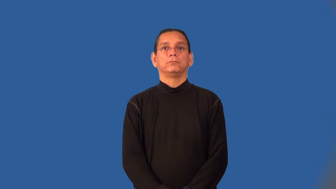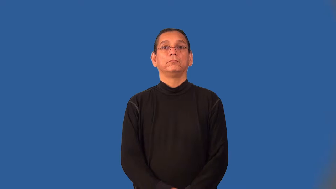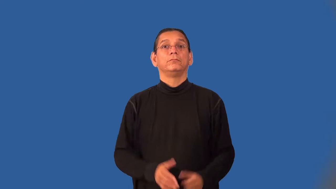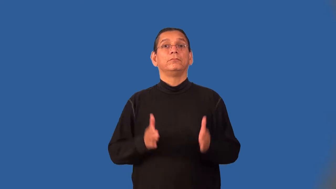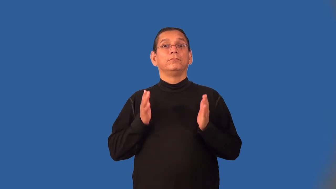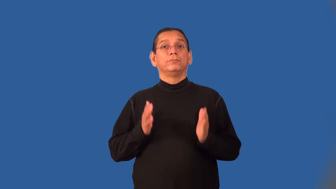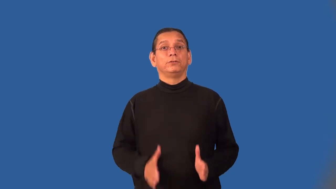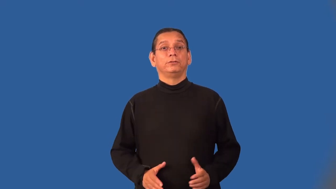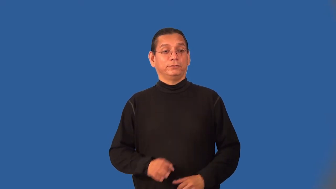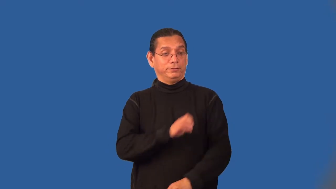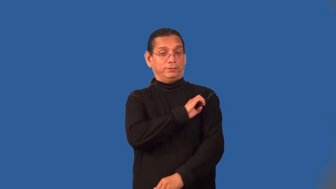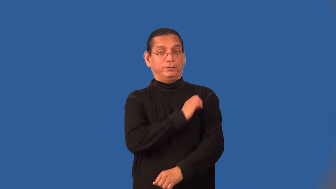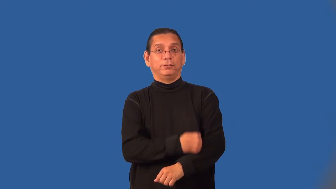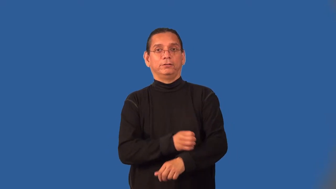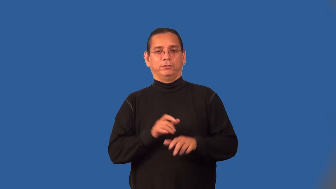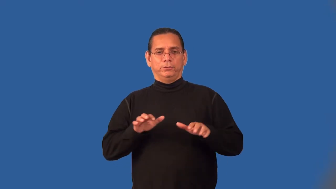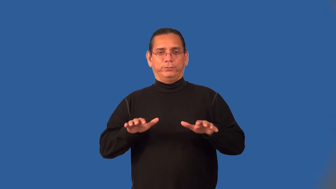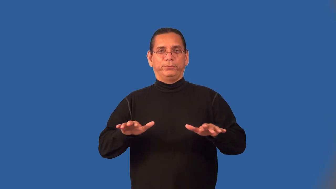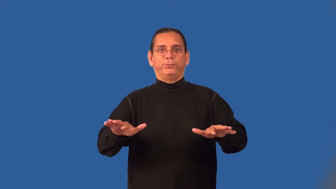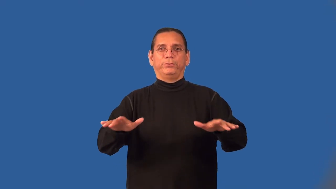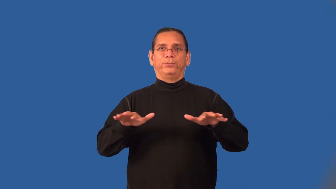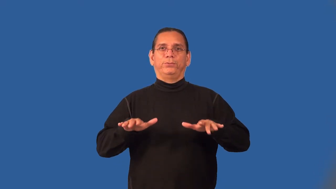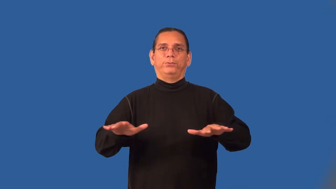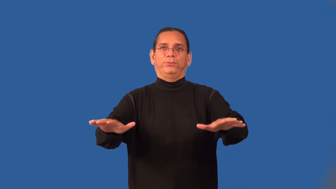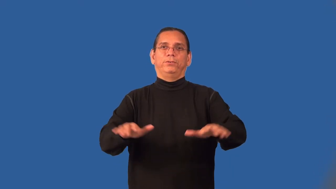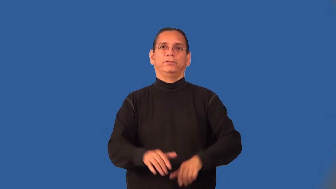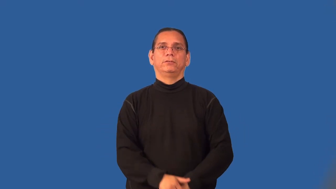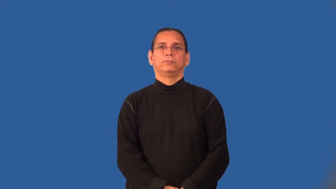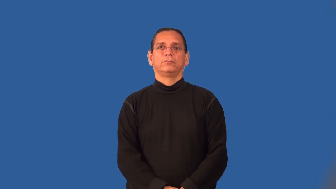energizer